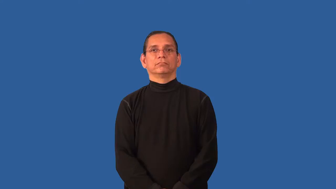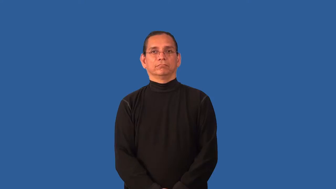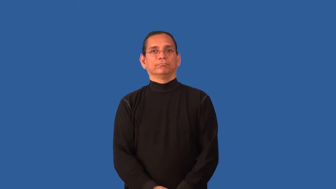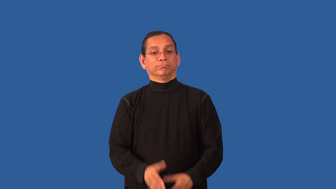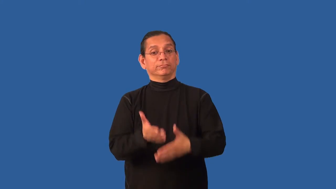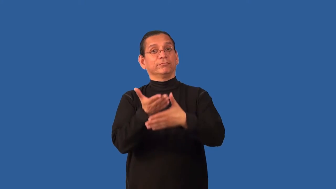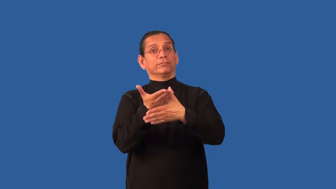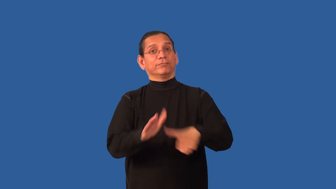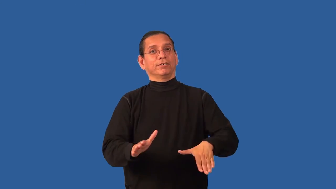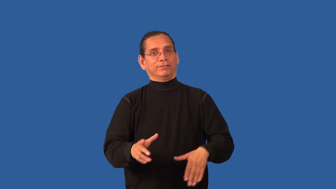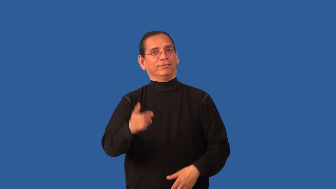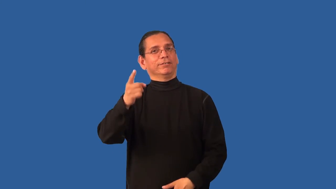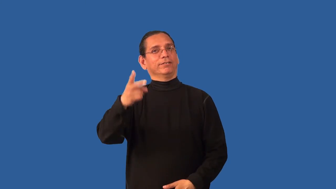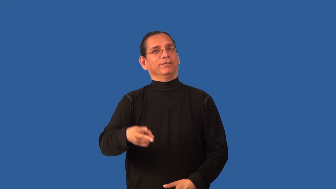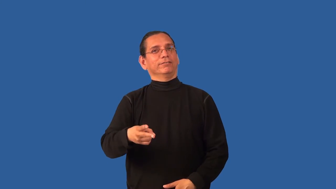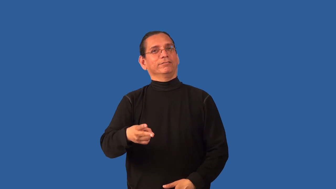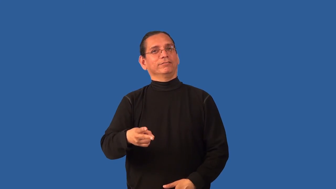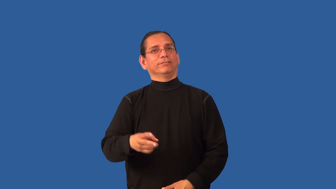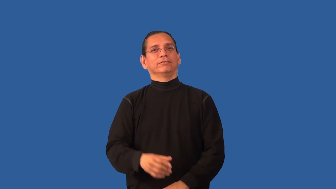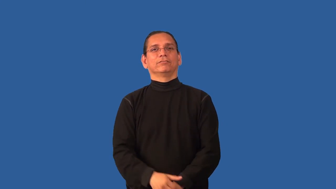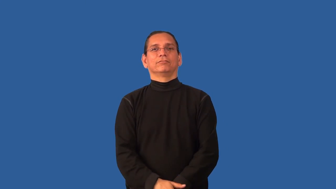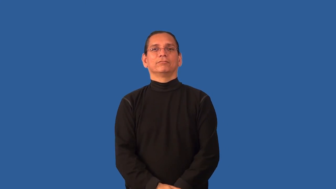bisect,halve